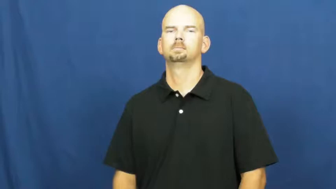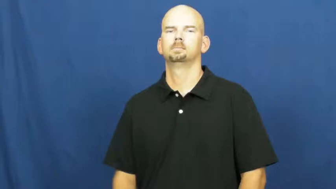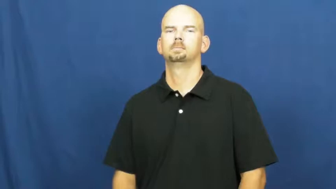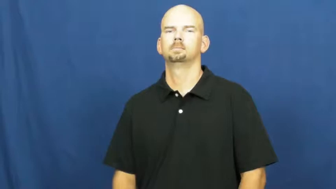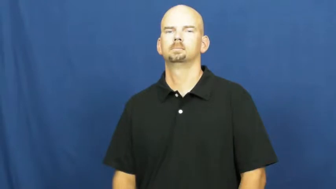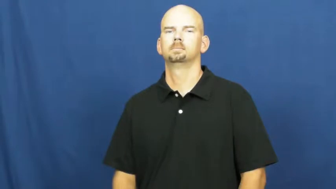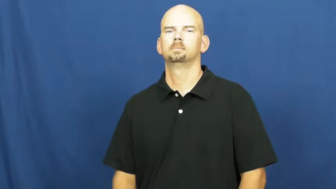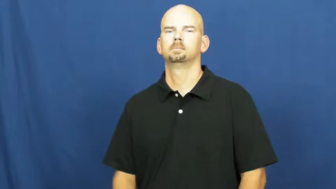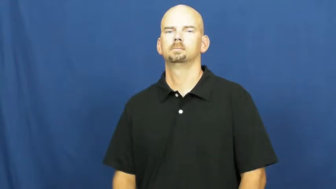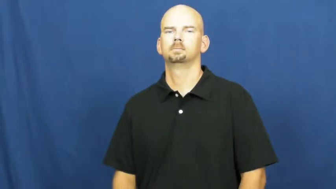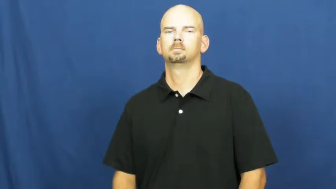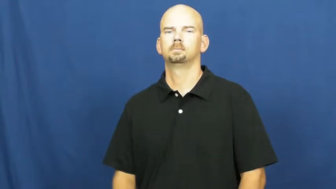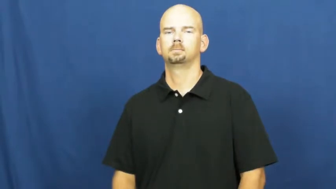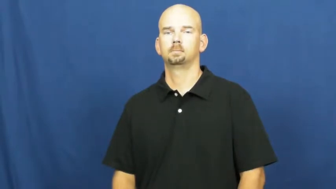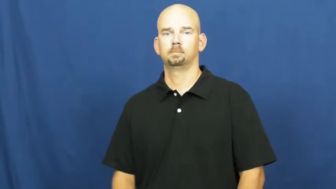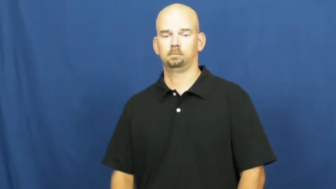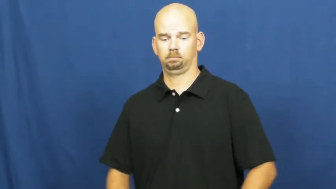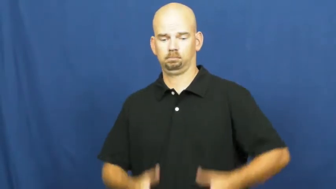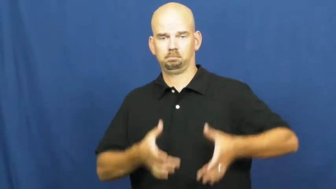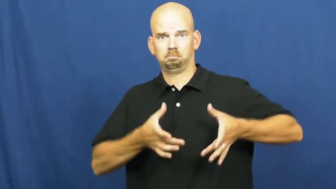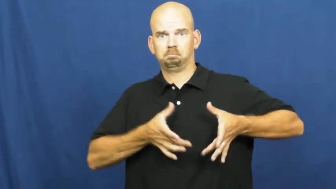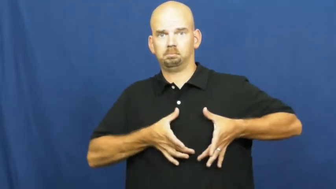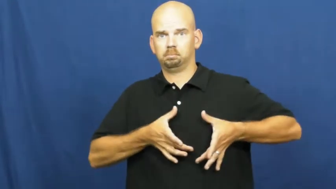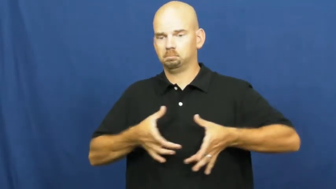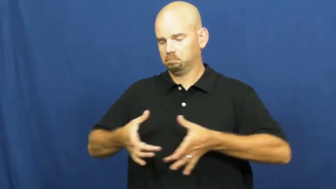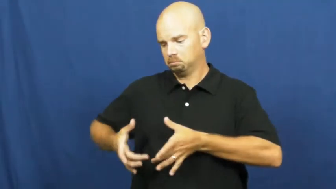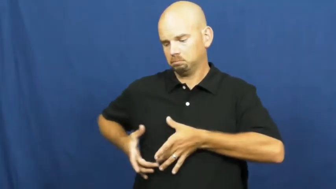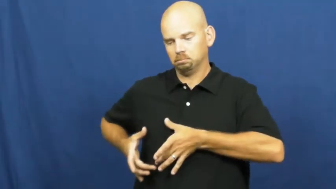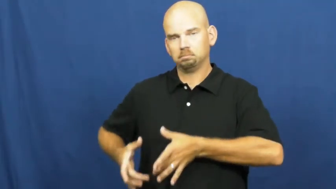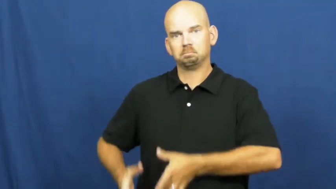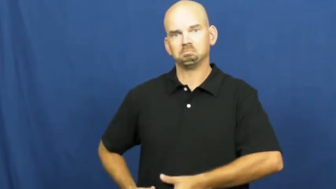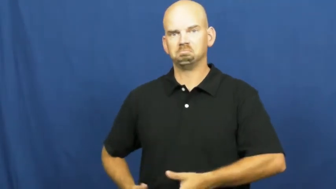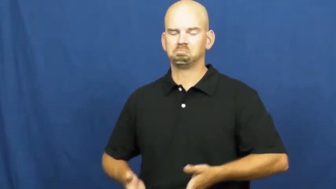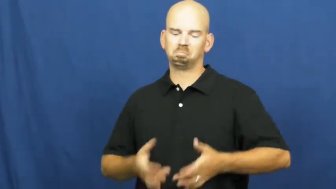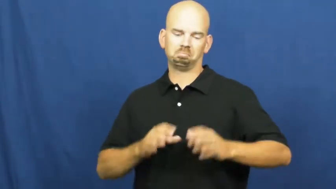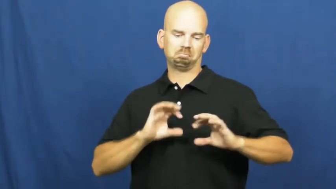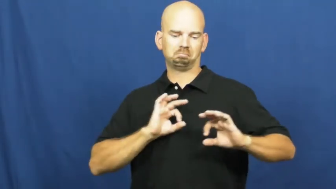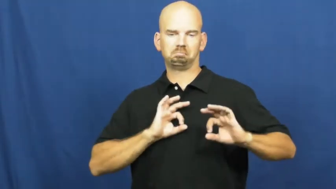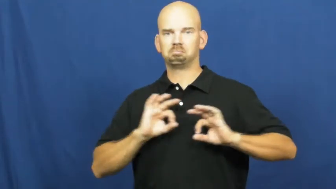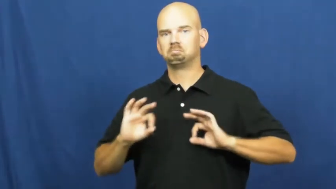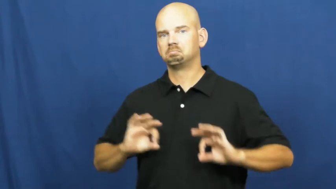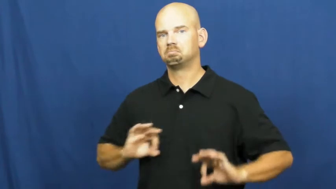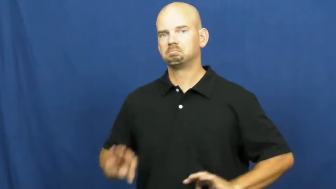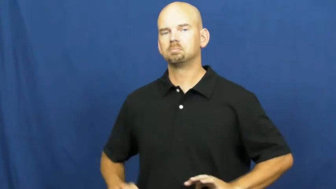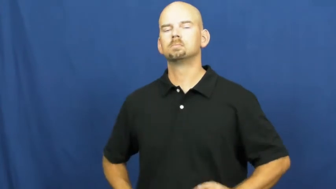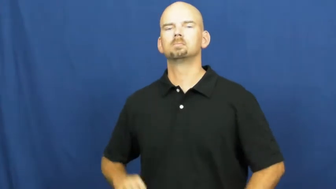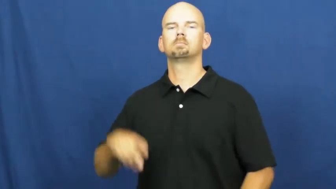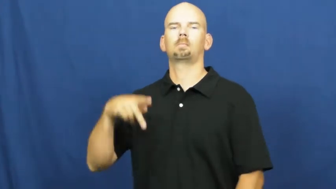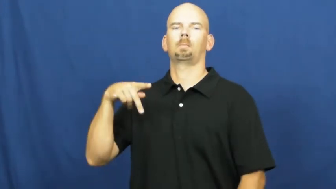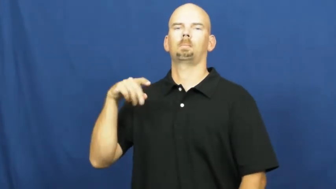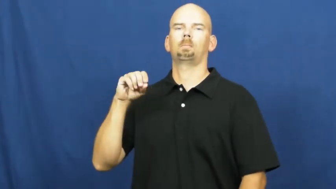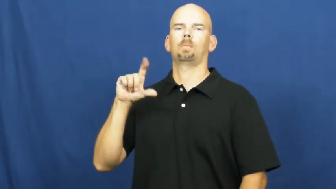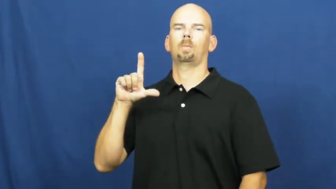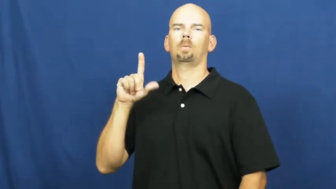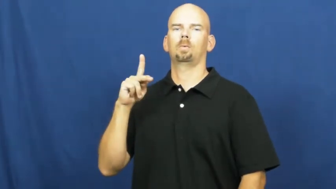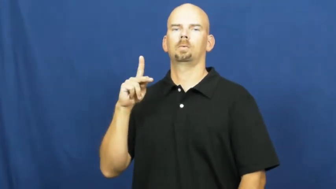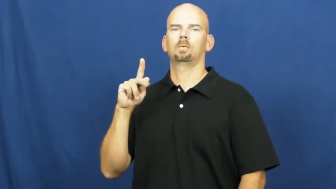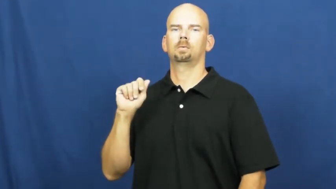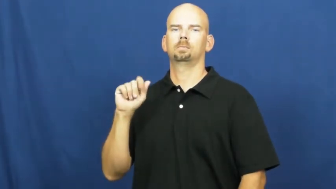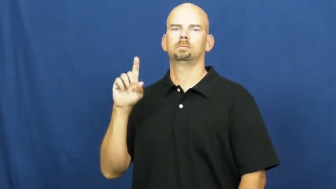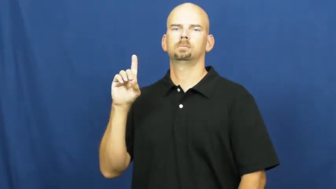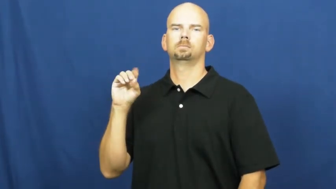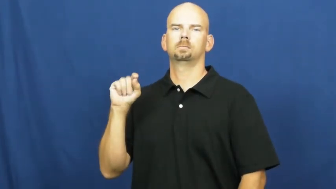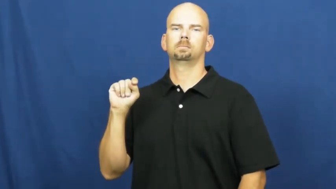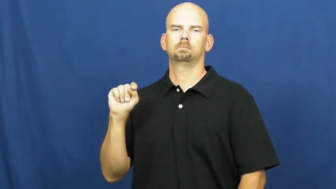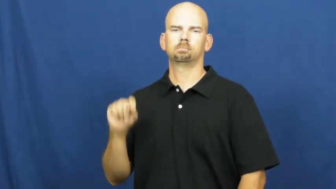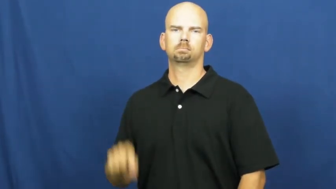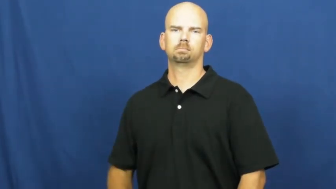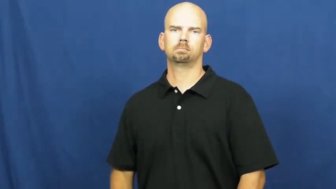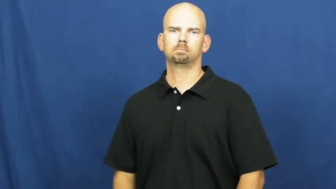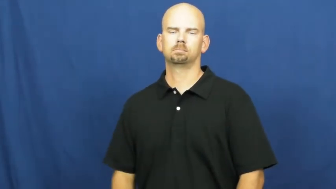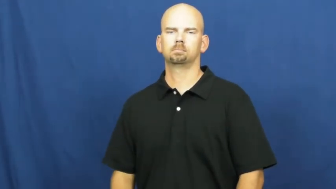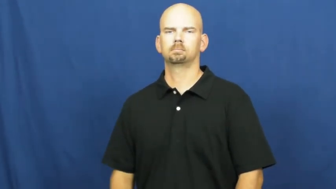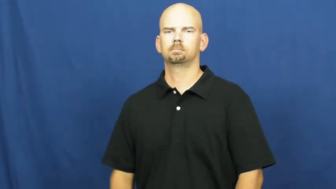polka dot